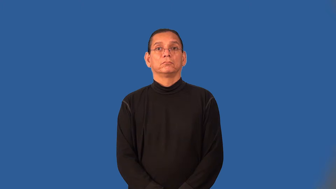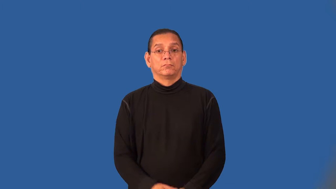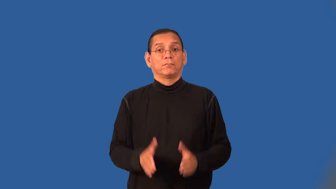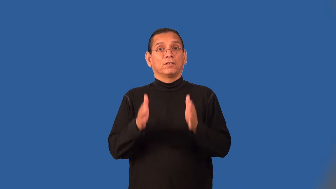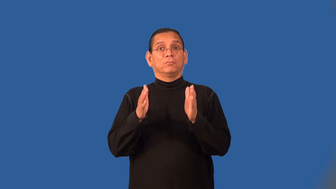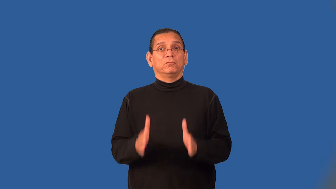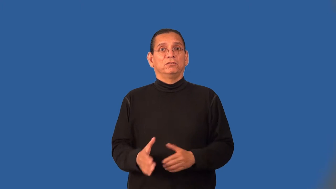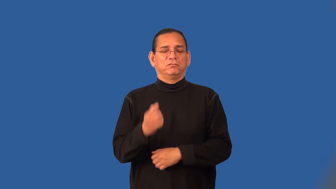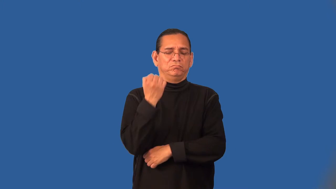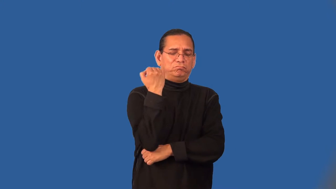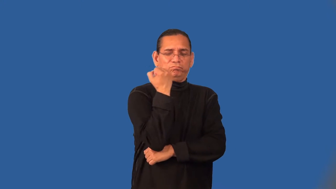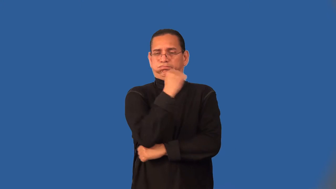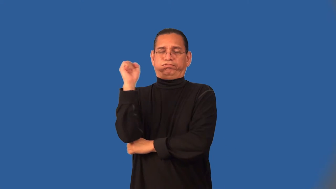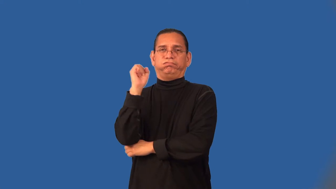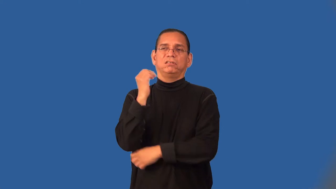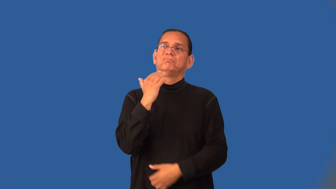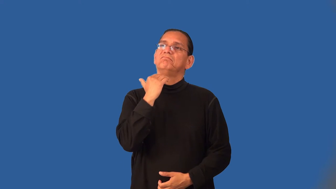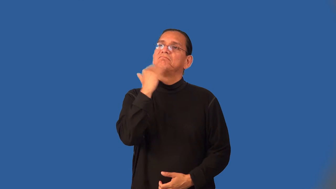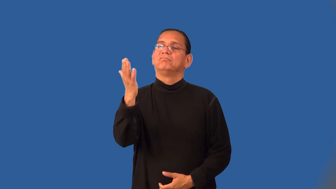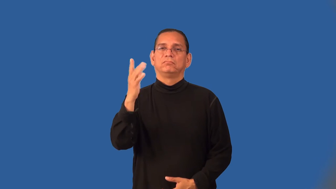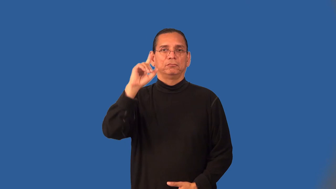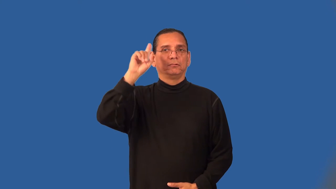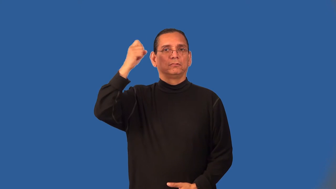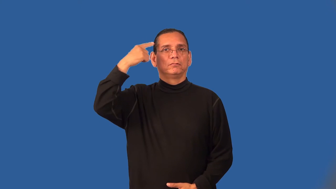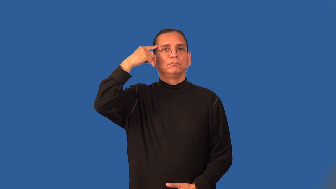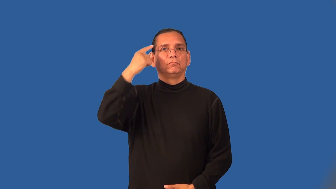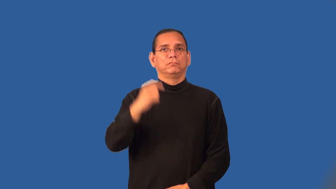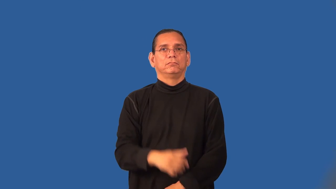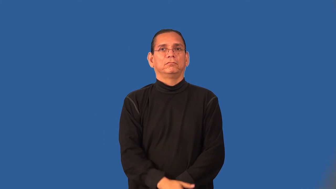anarchist